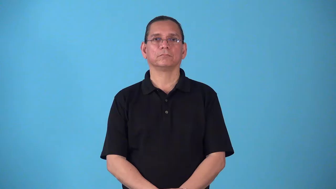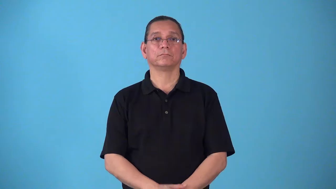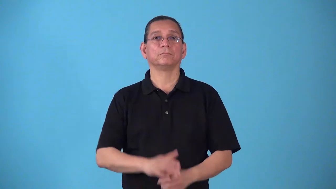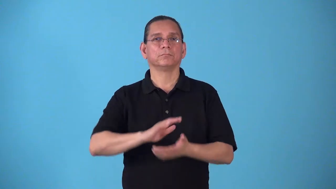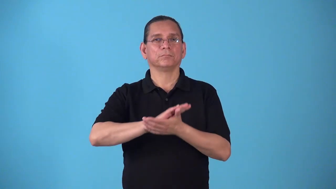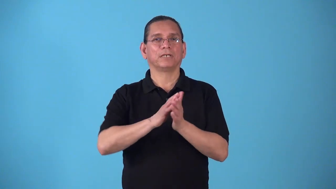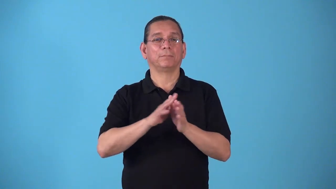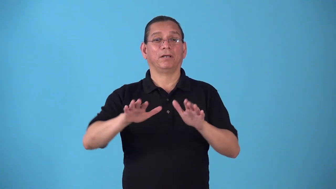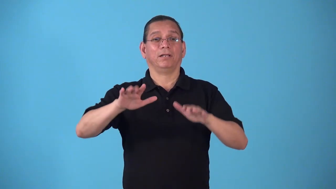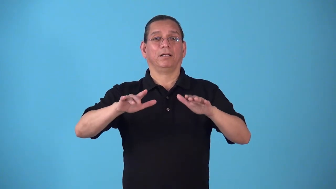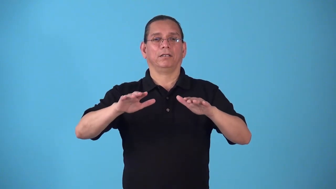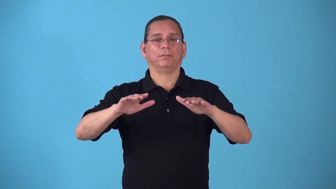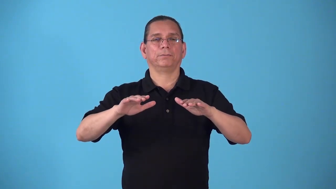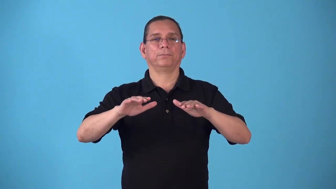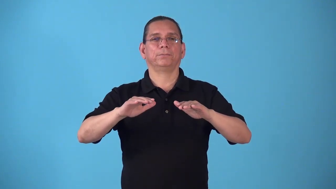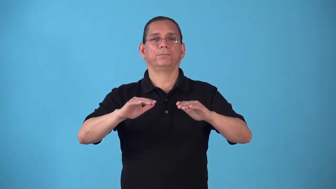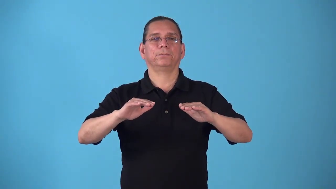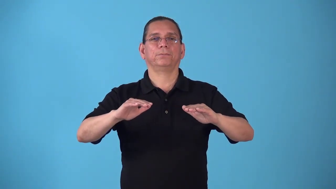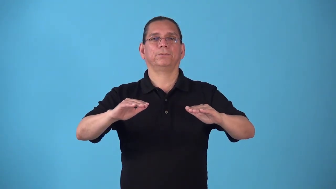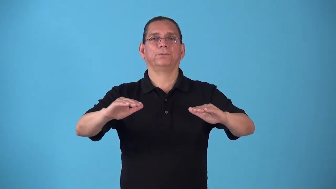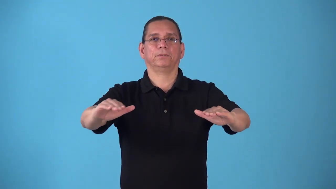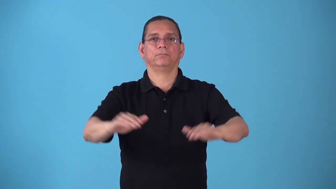steady-make balanced or stable